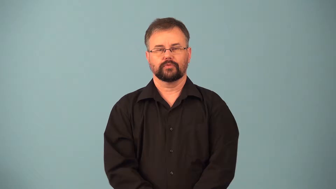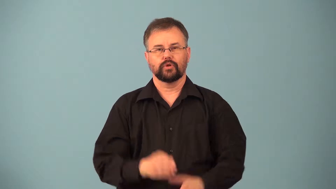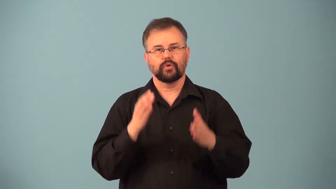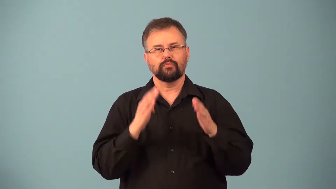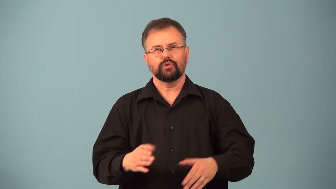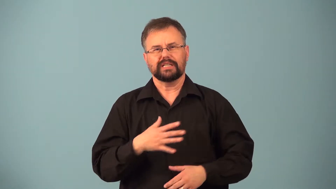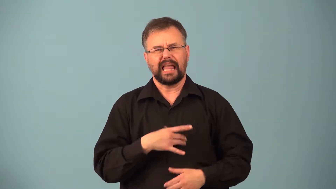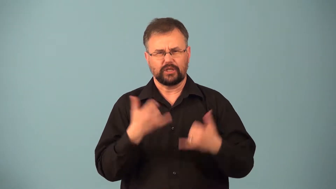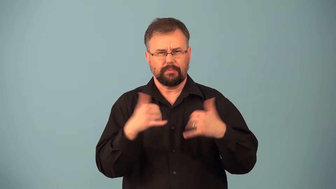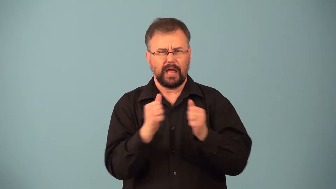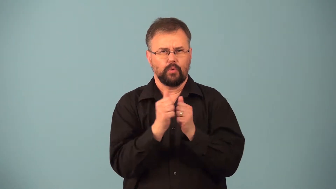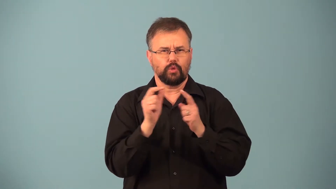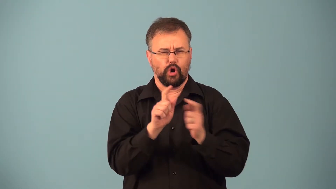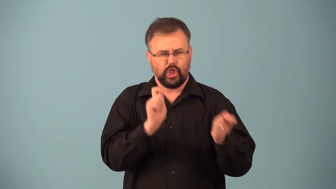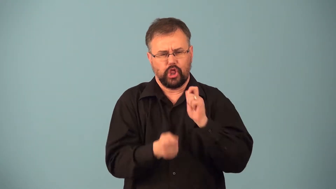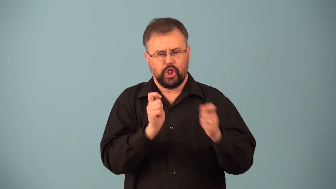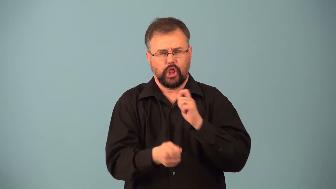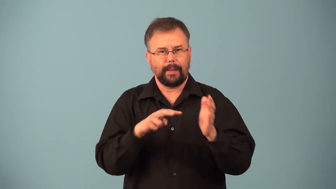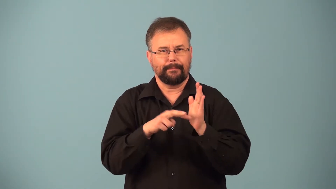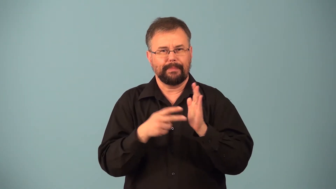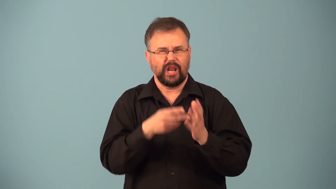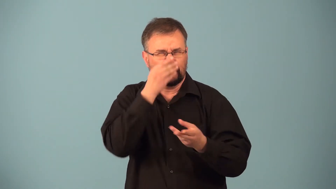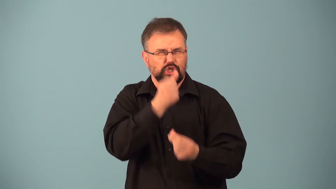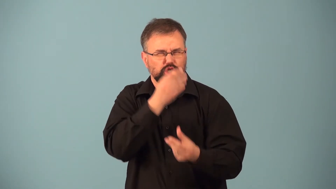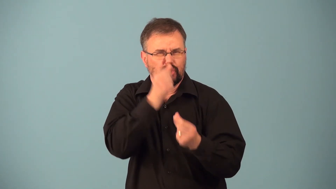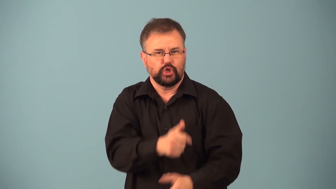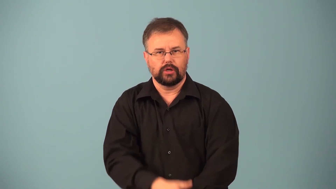punster